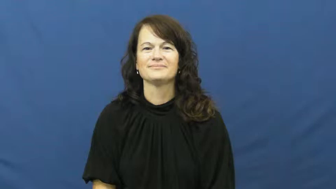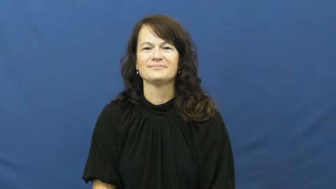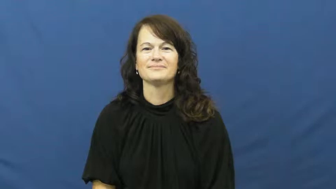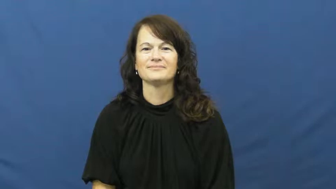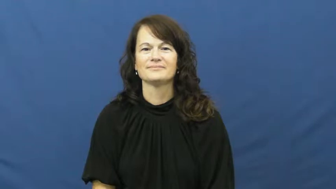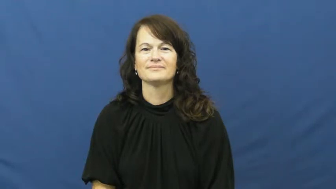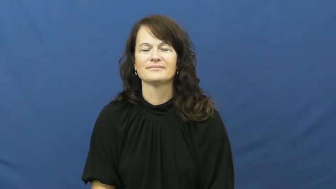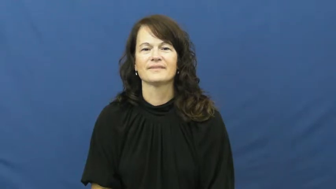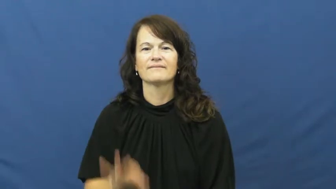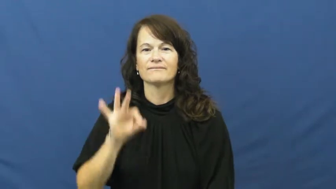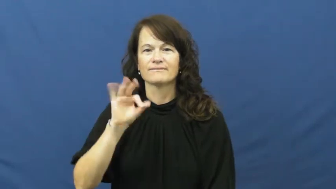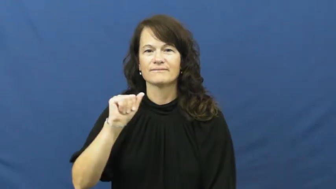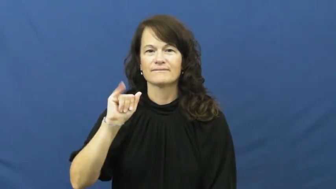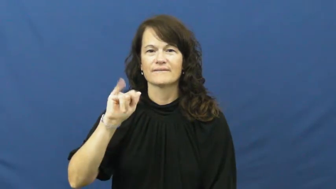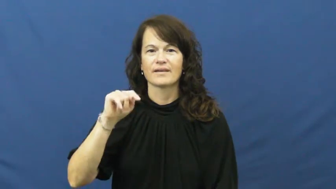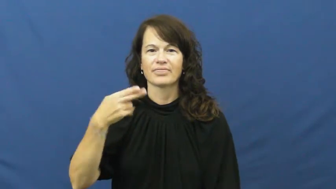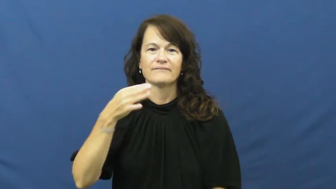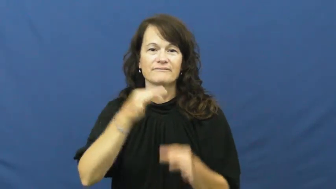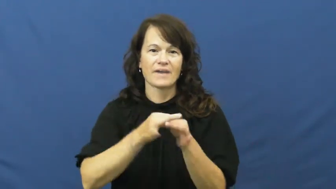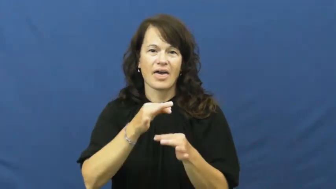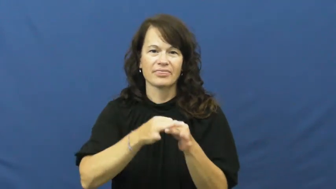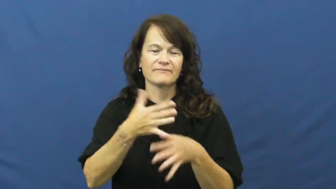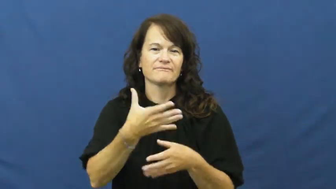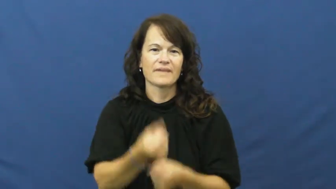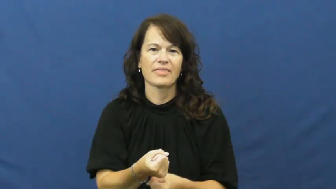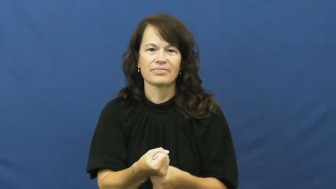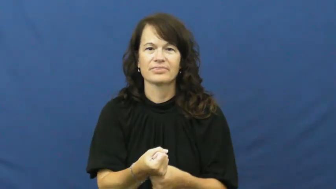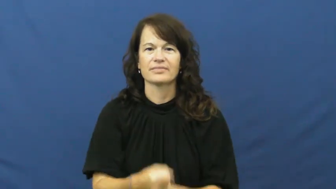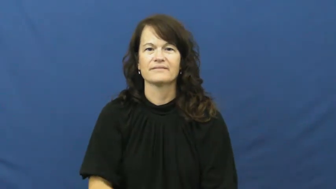faith